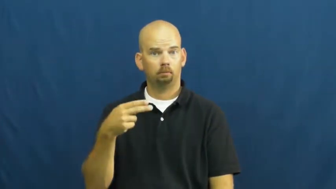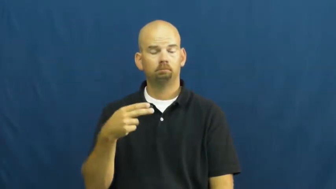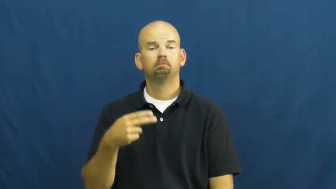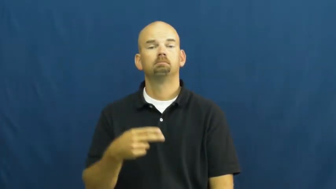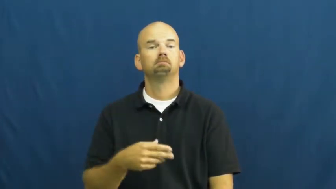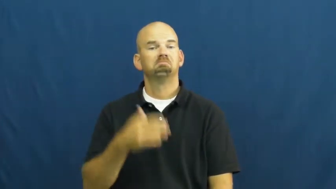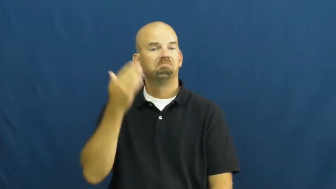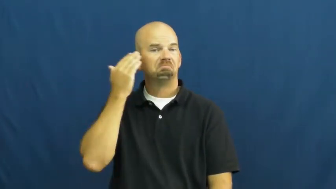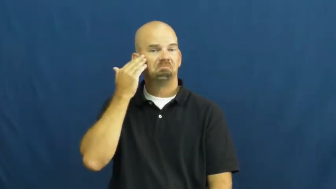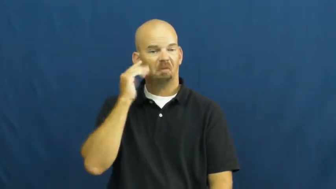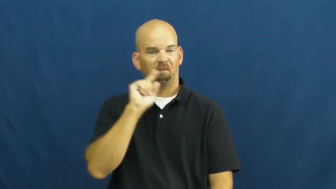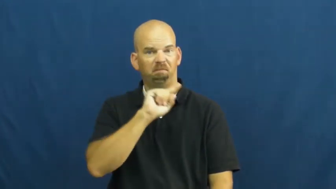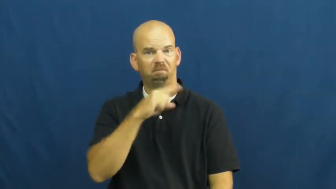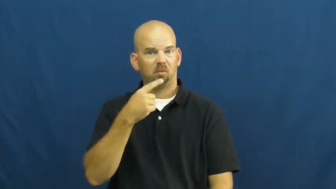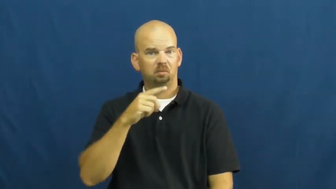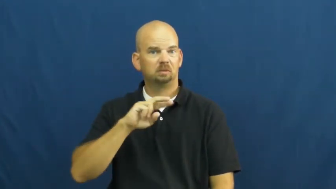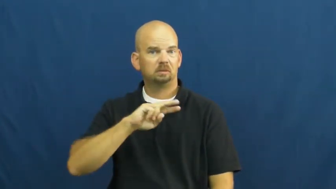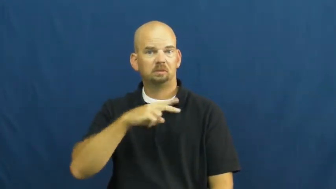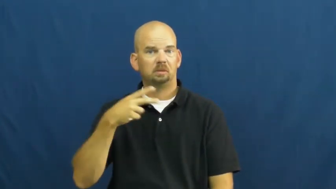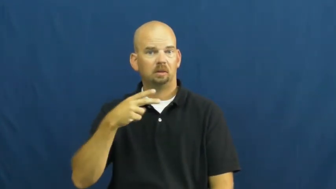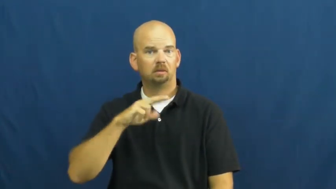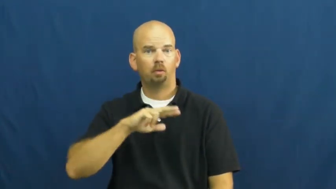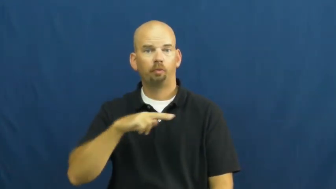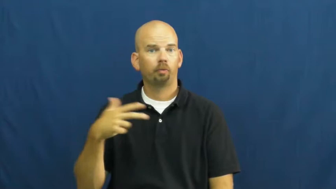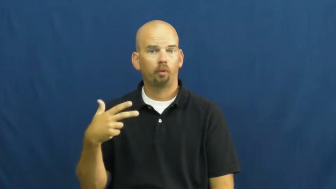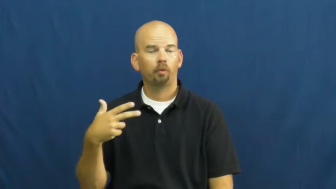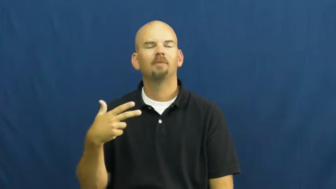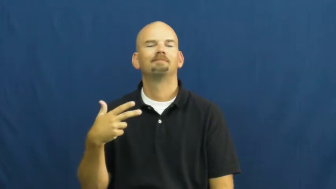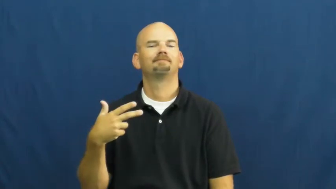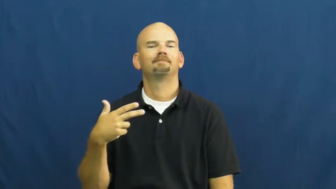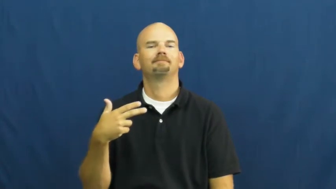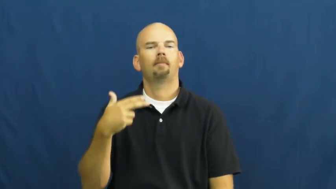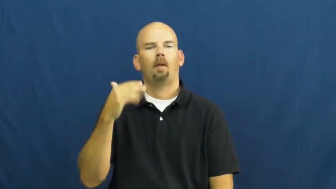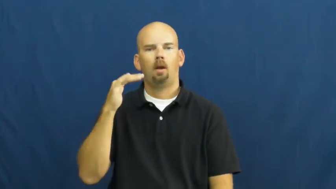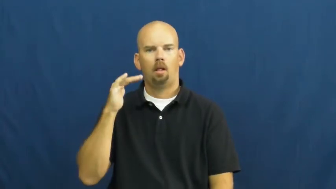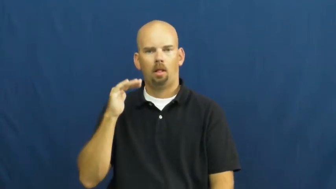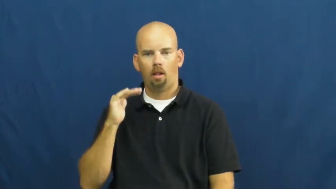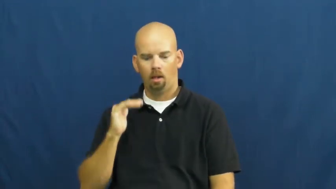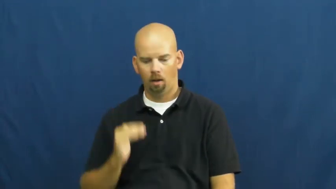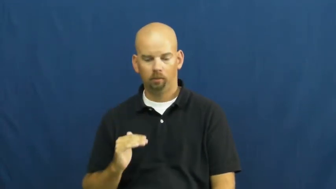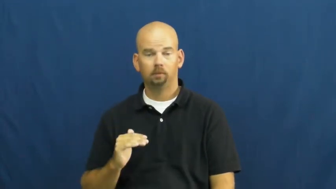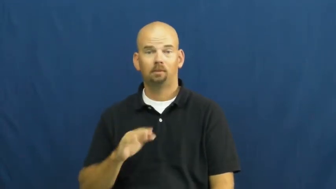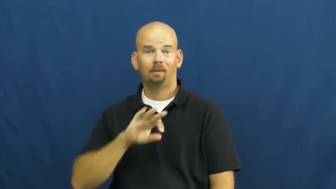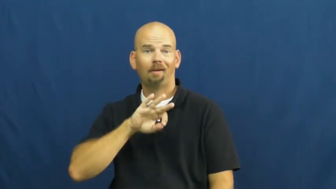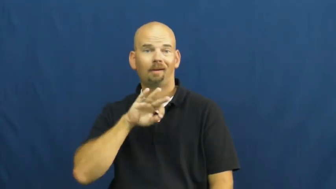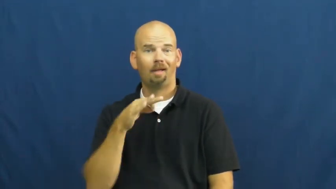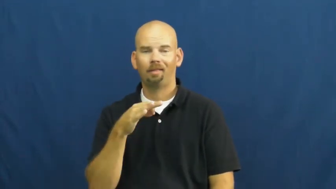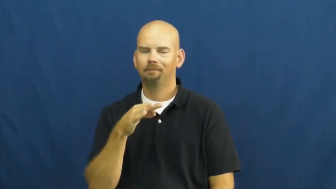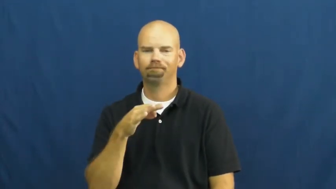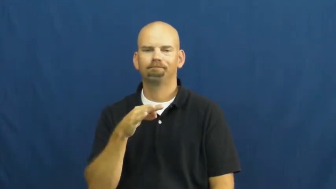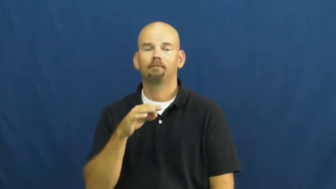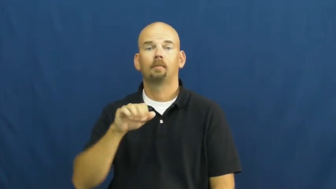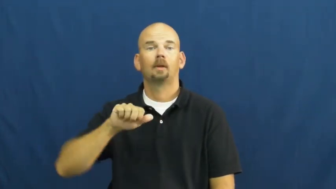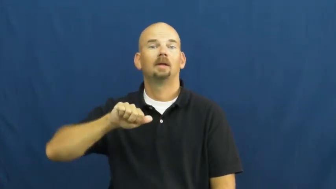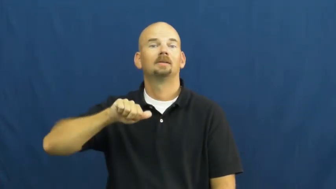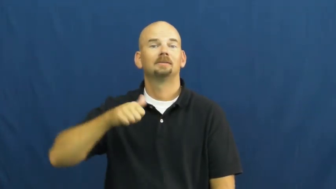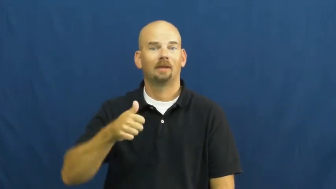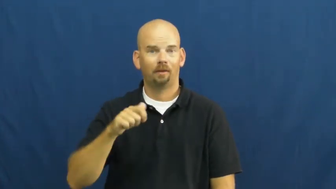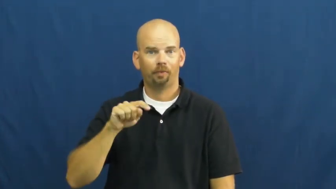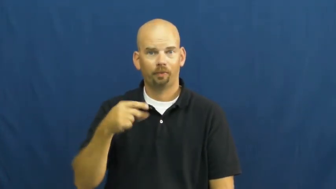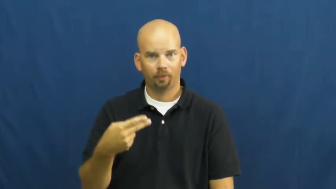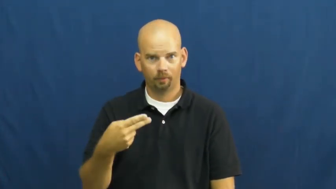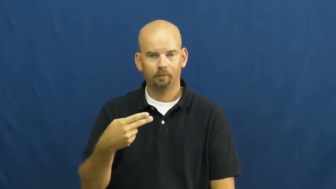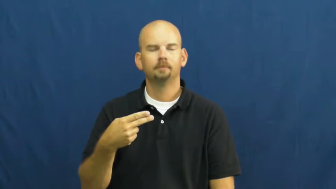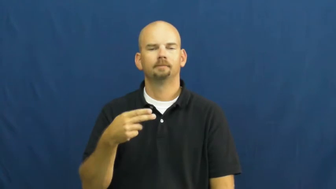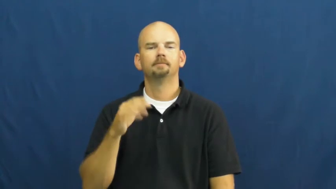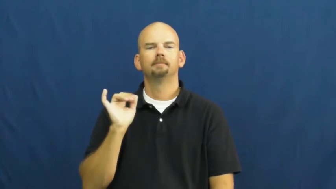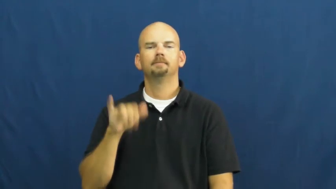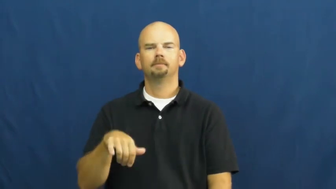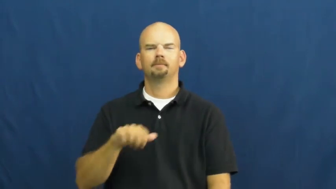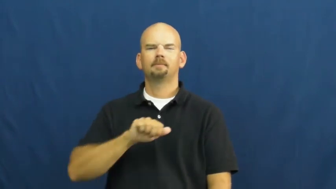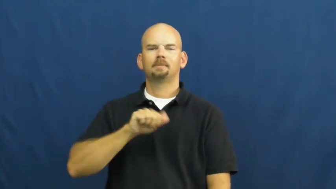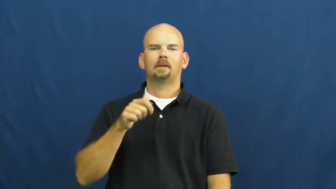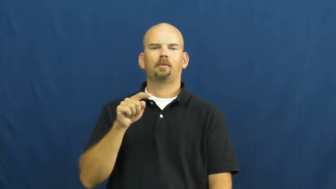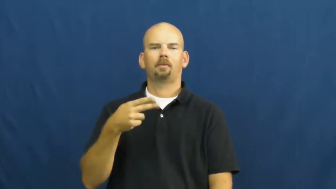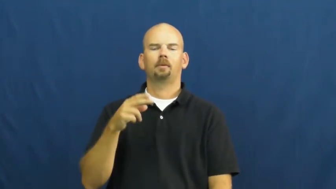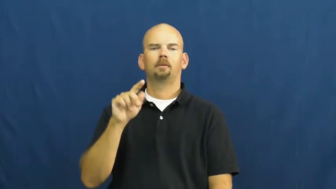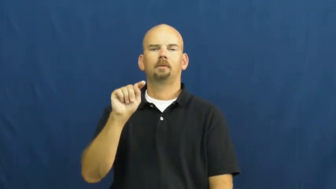tenth-place